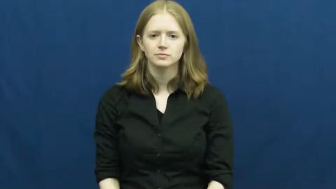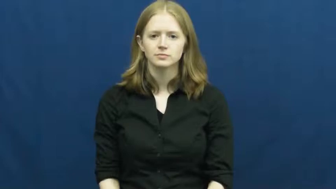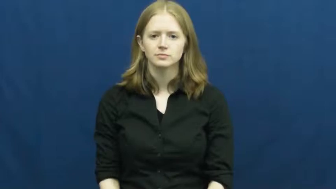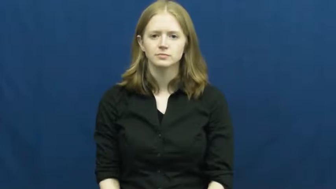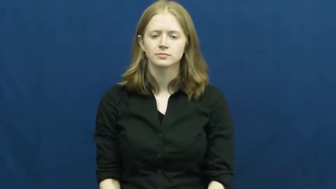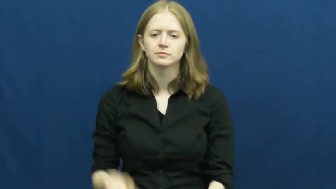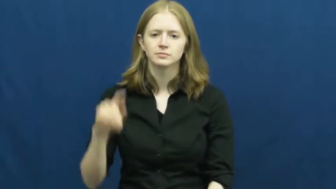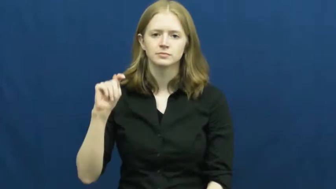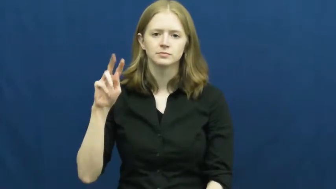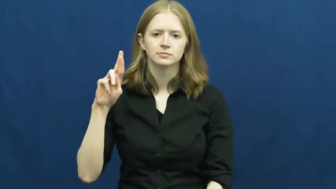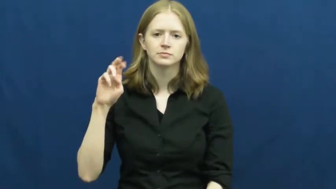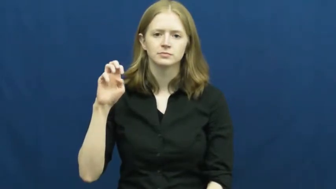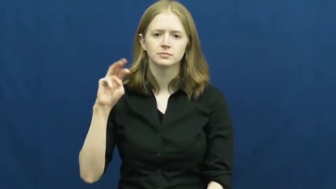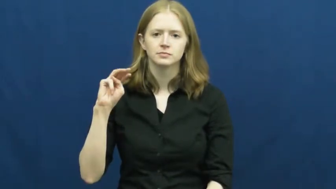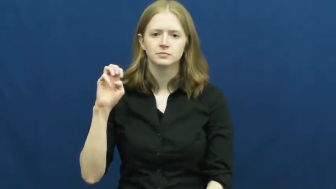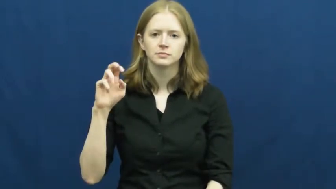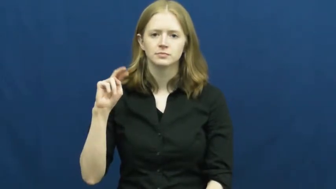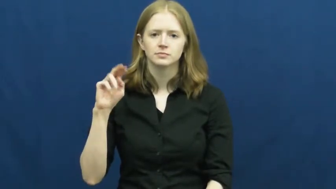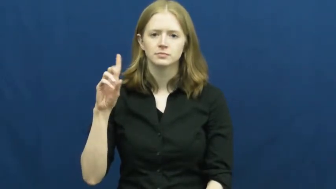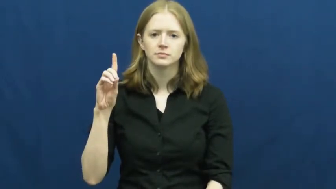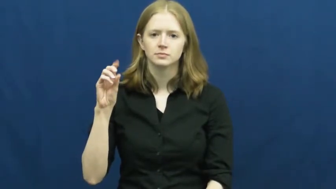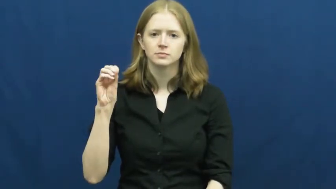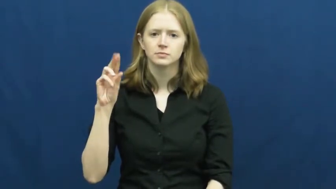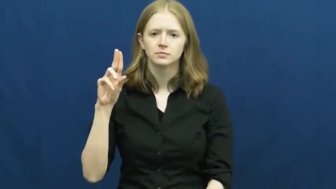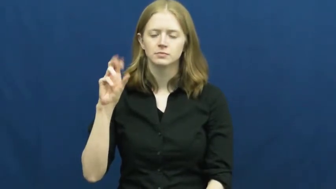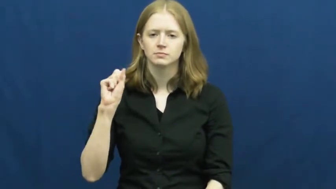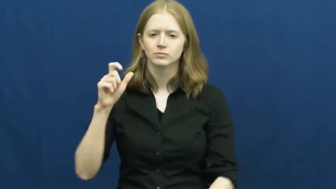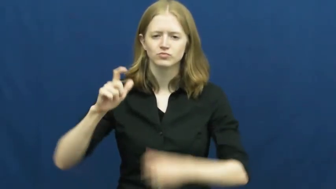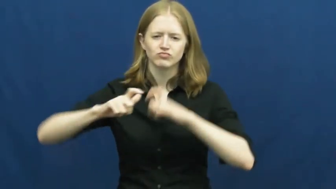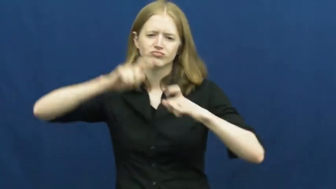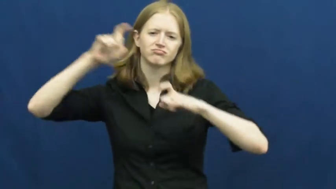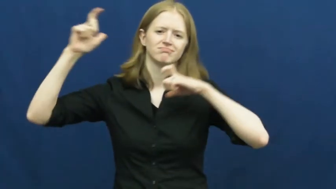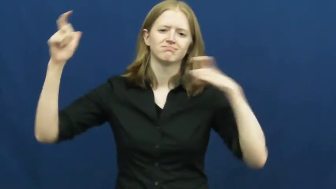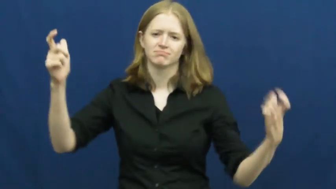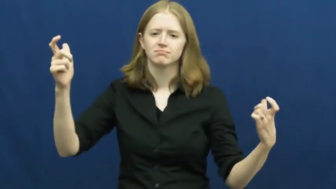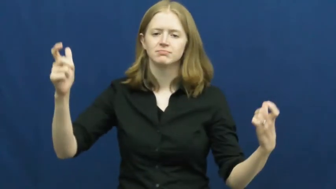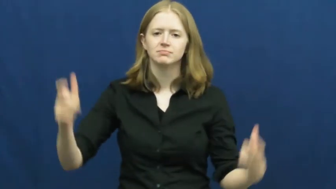tremendous